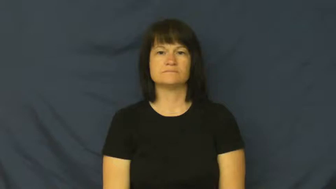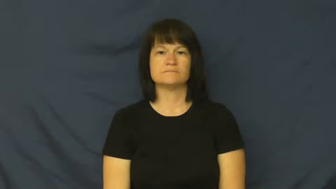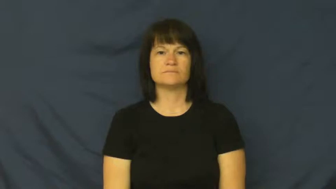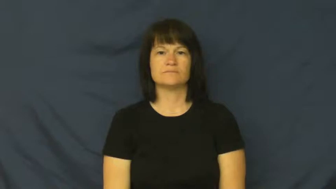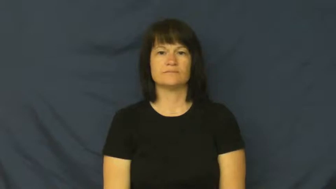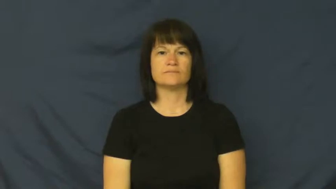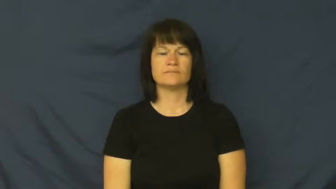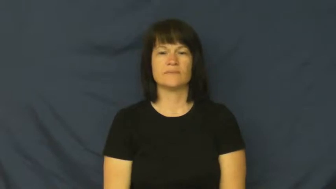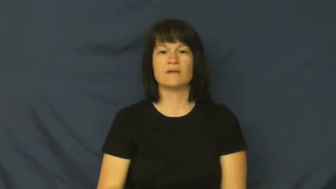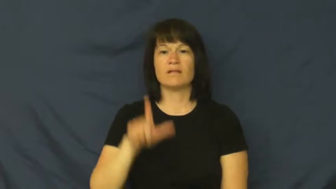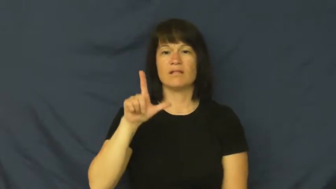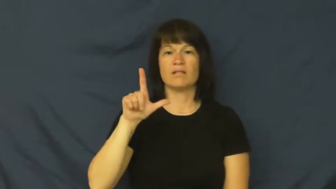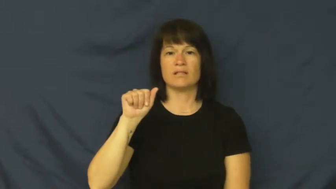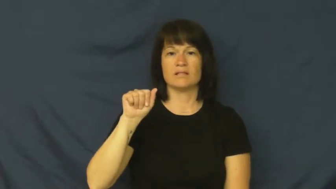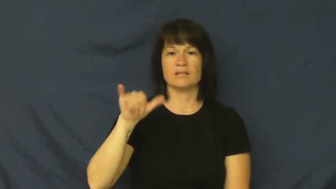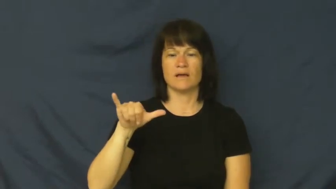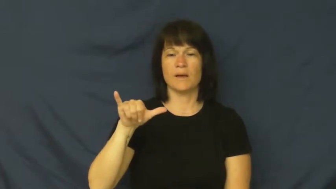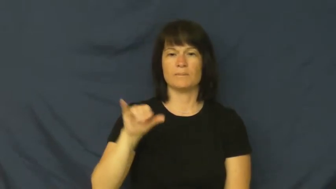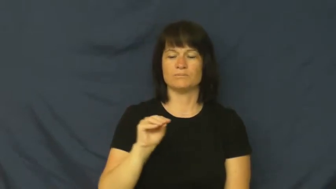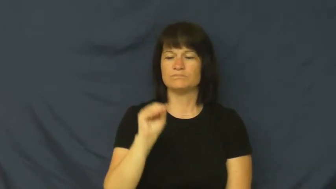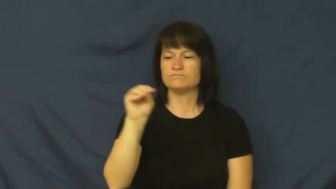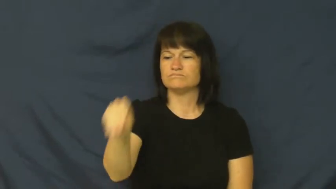lay-put